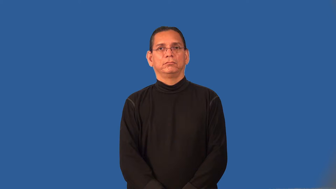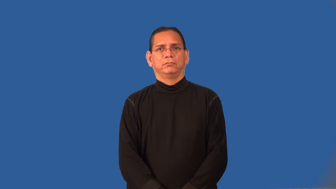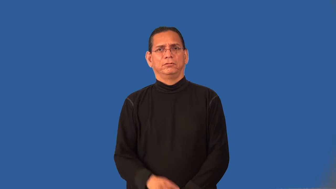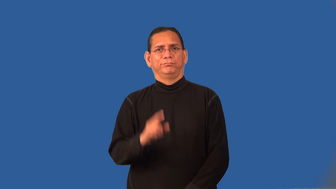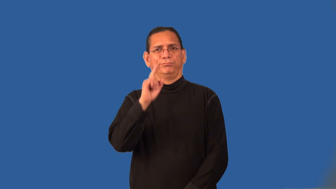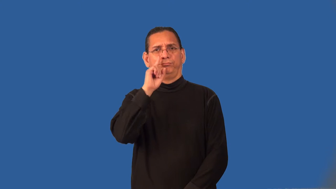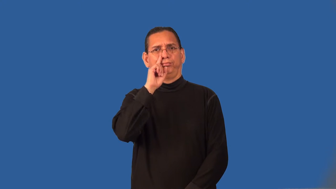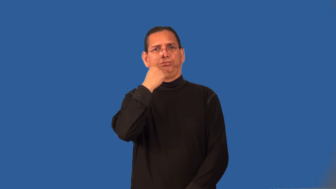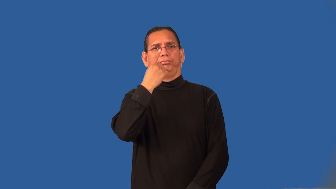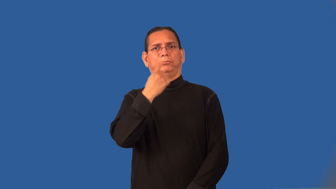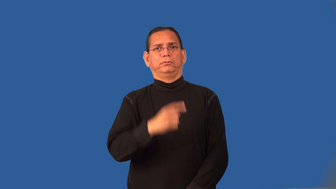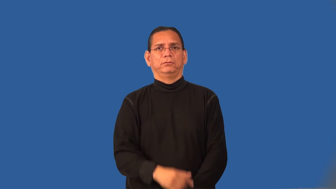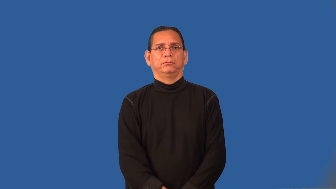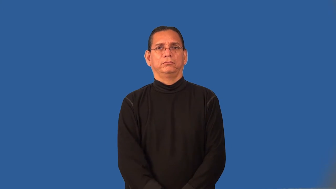prosaic